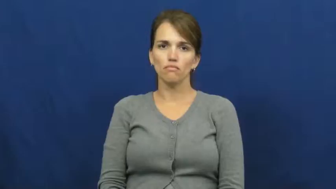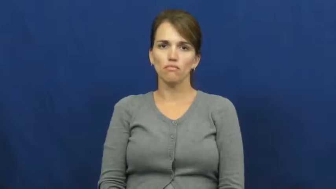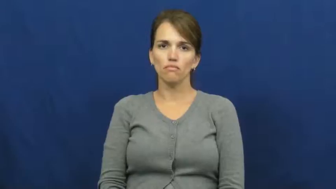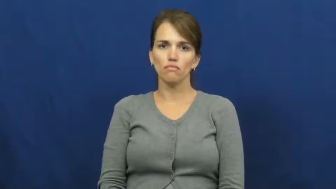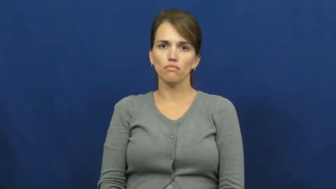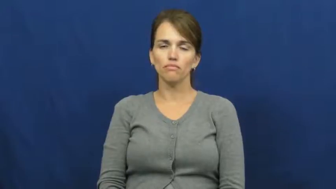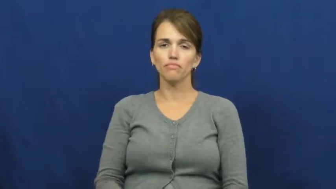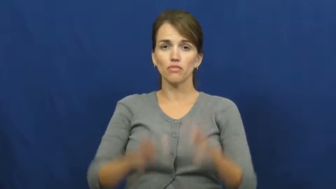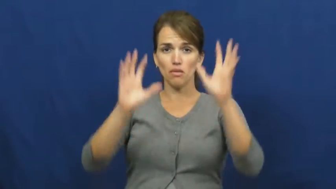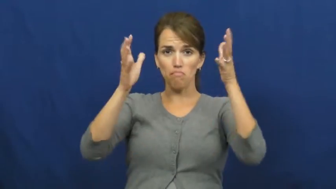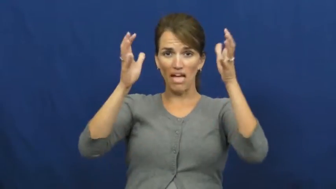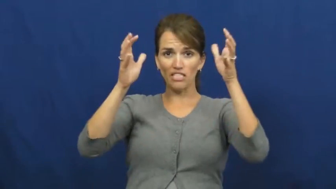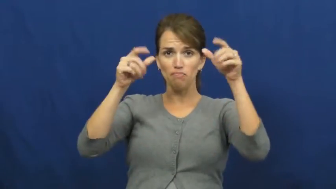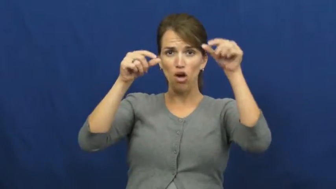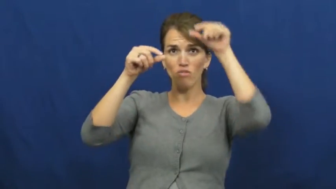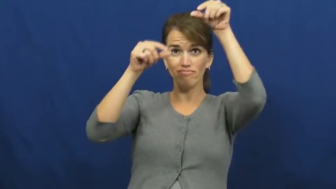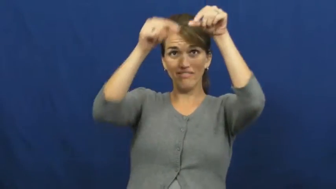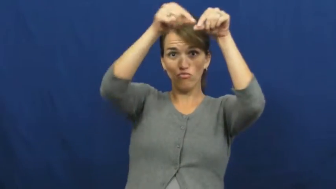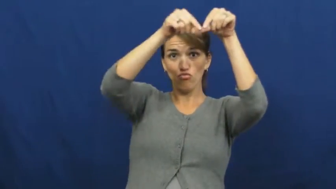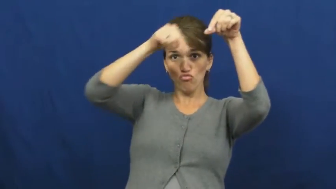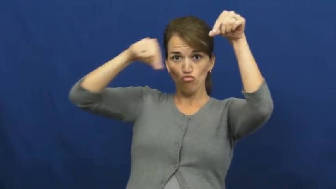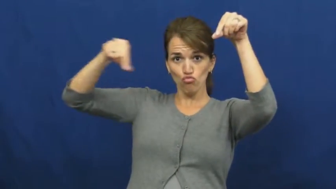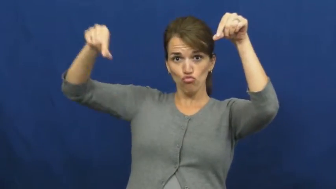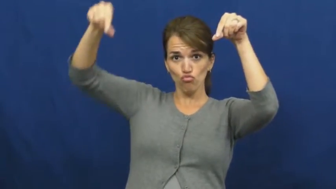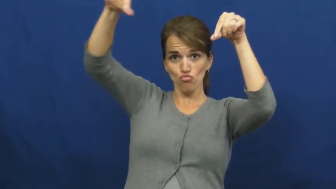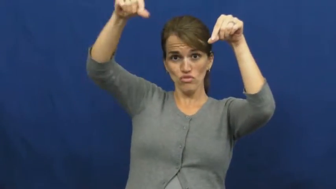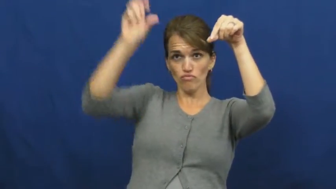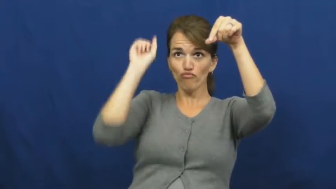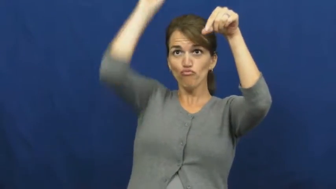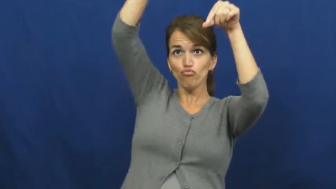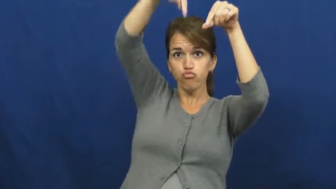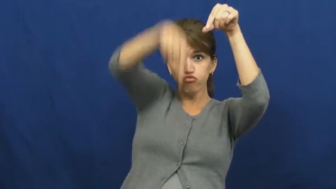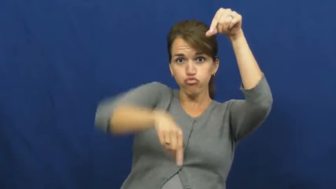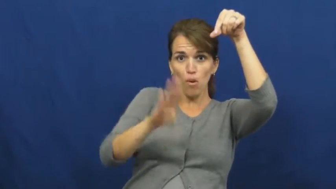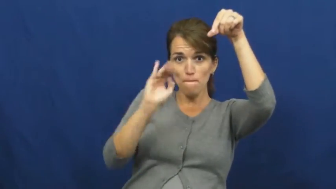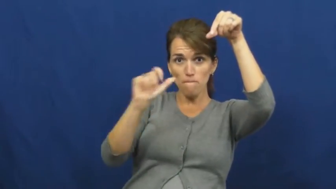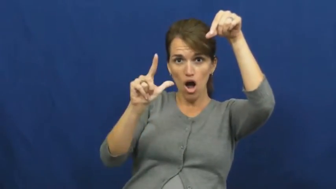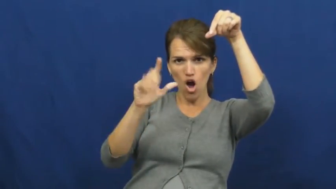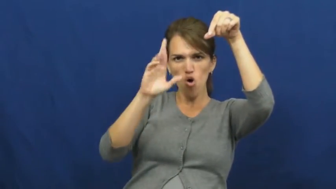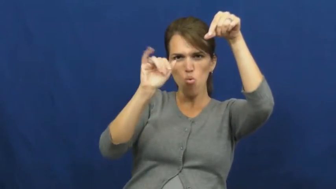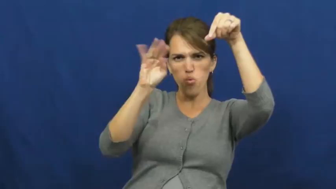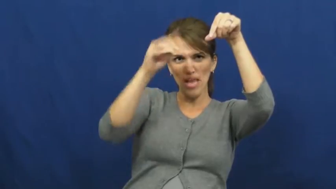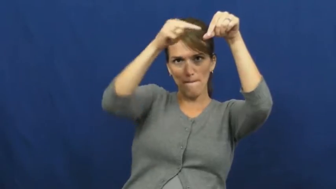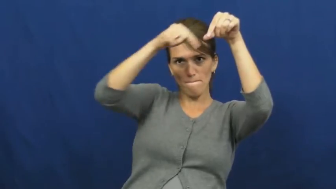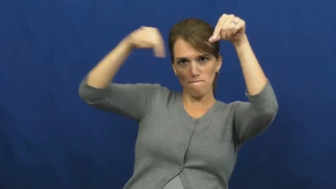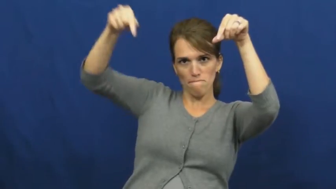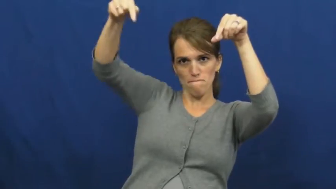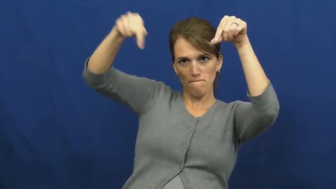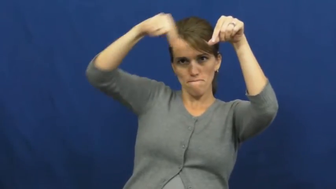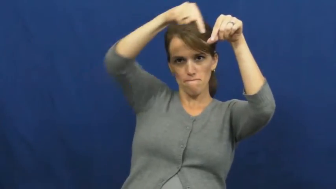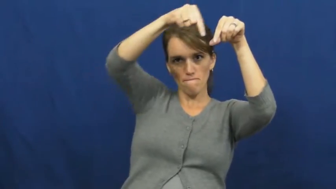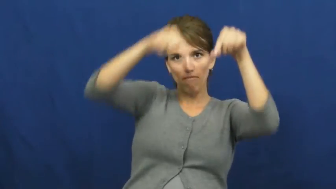rim-basketball